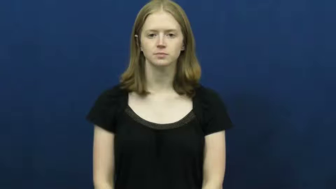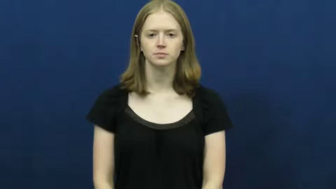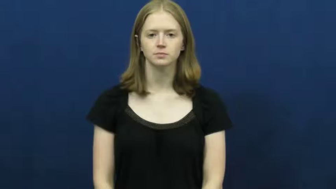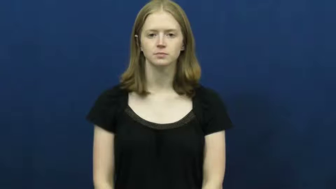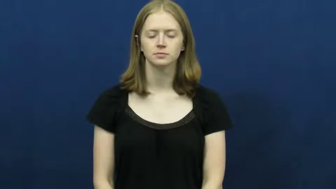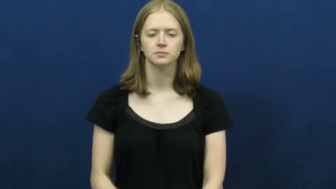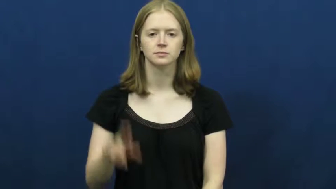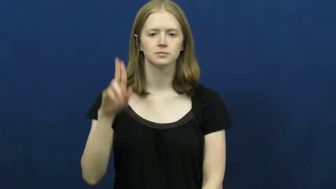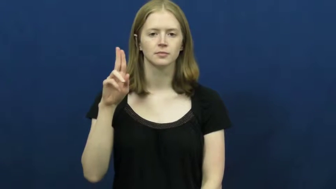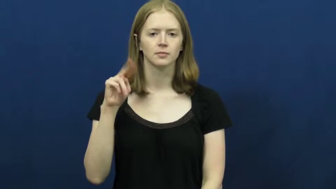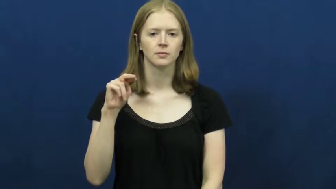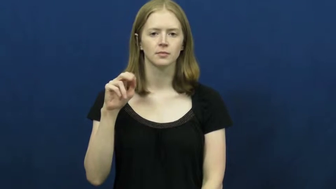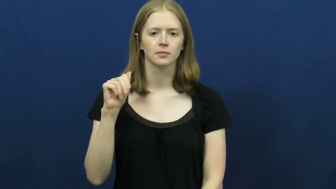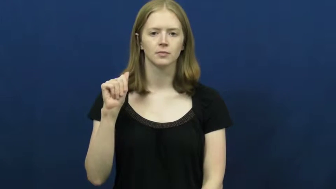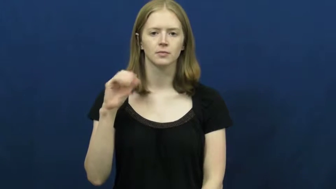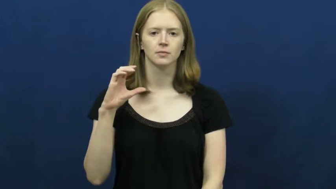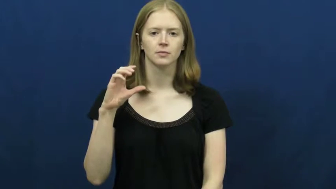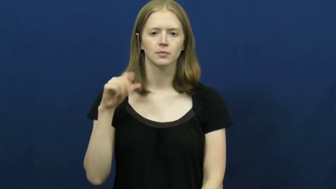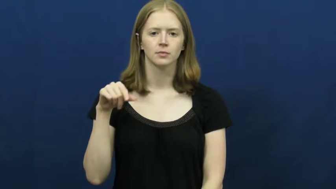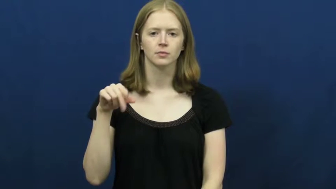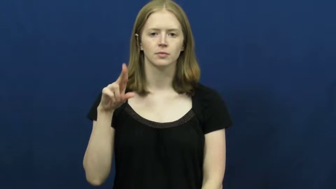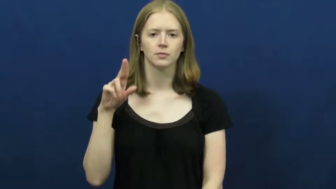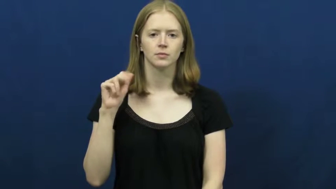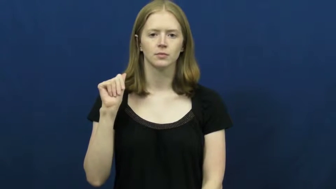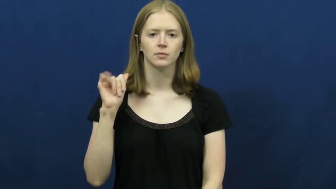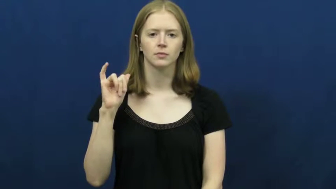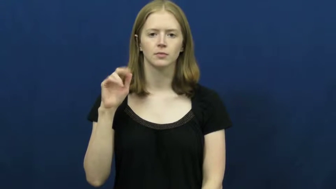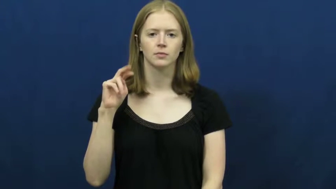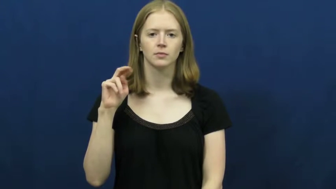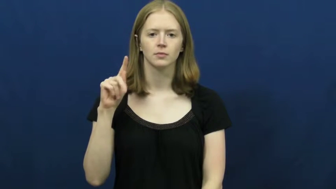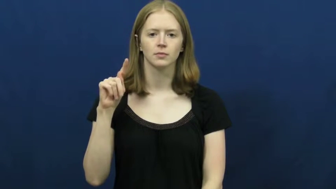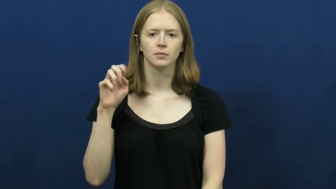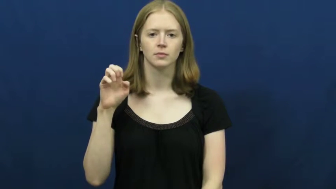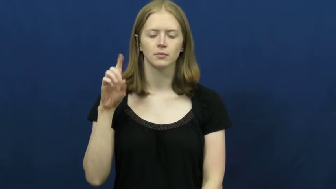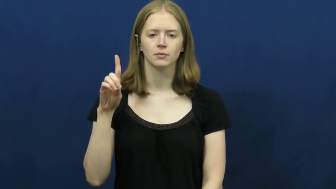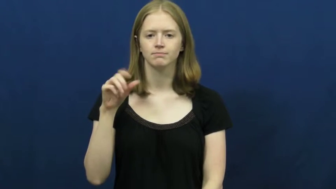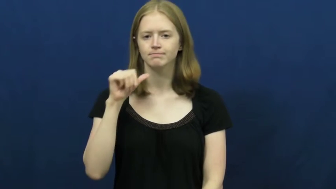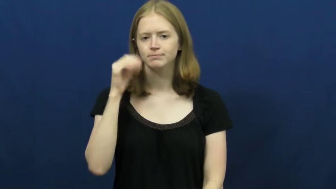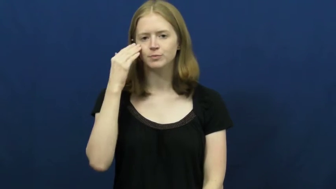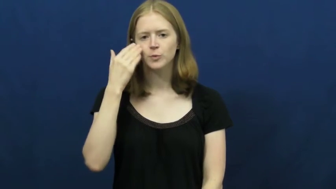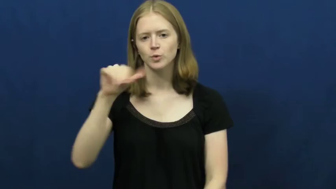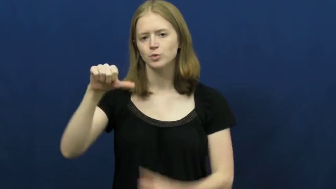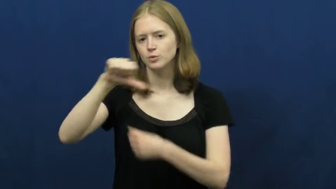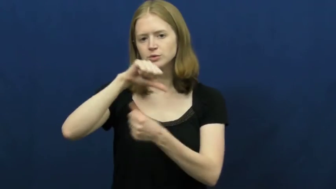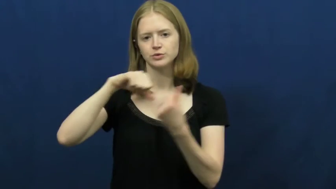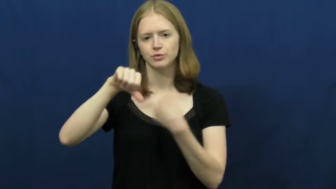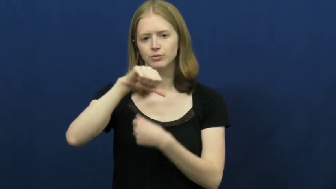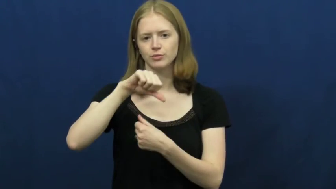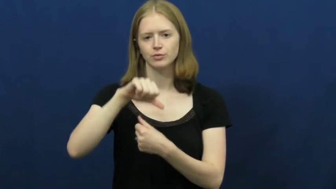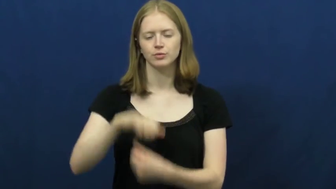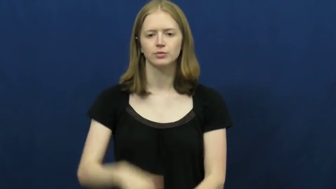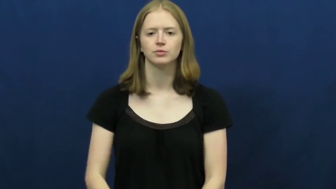unacquainted